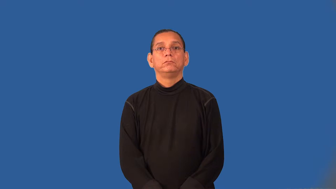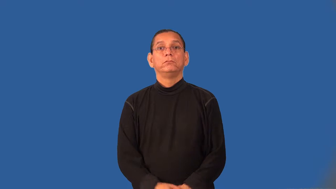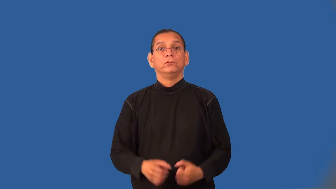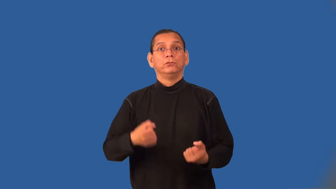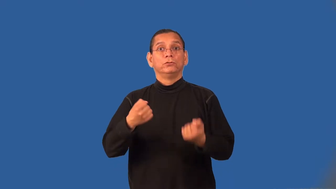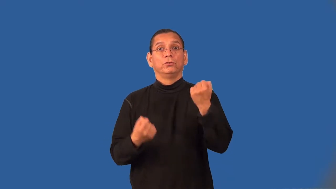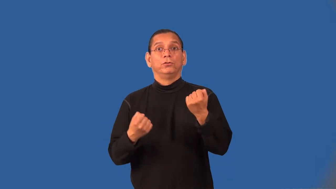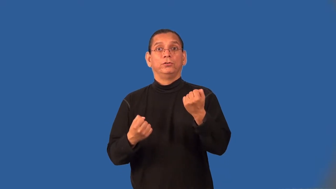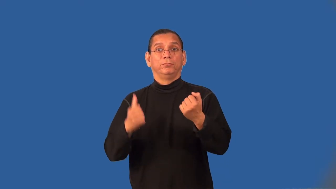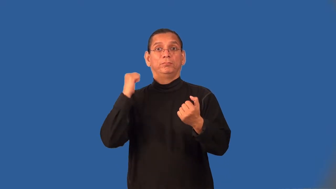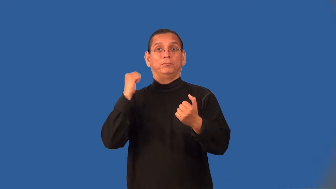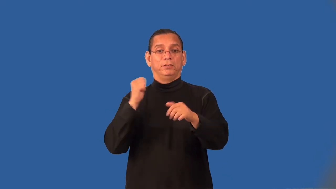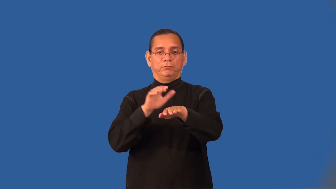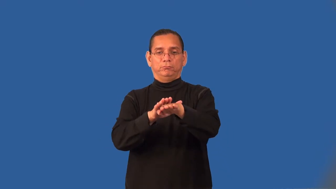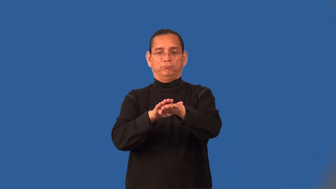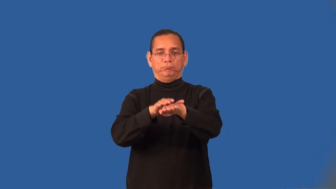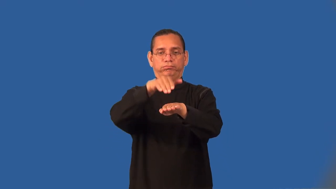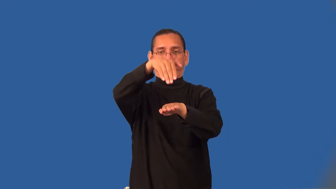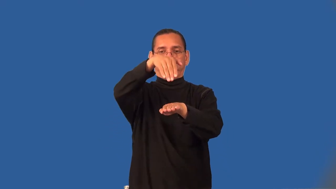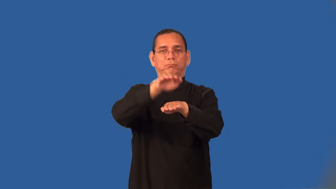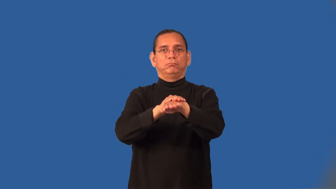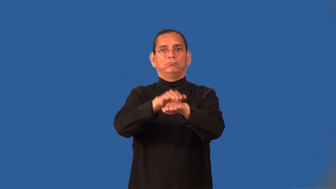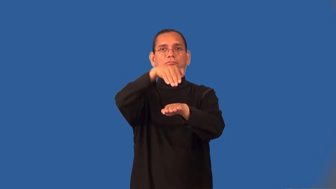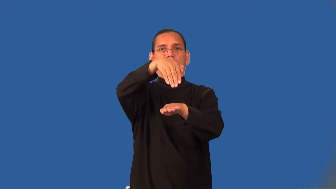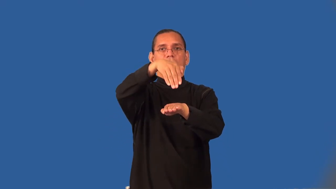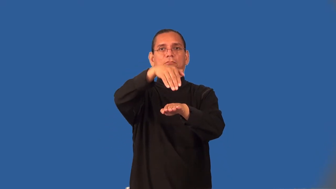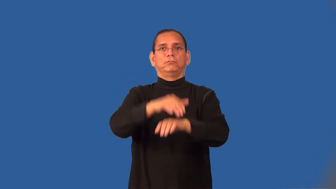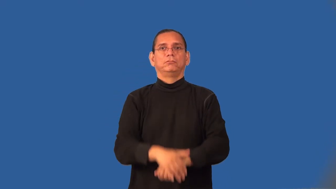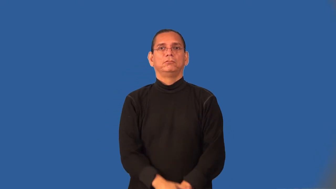tailgate-car